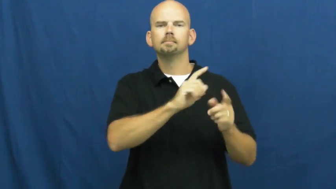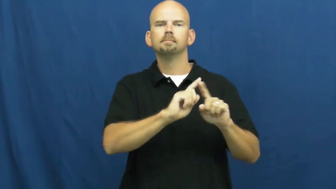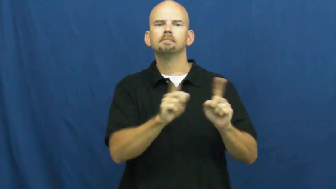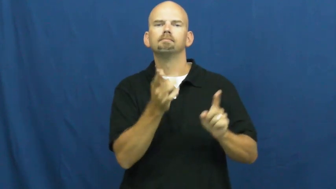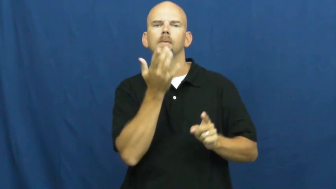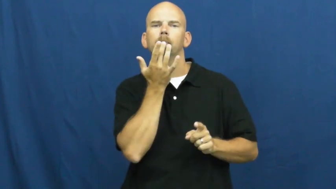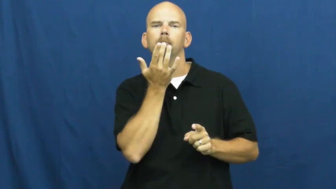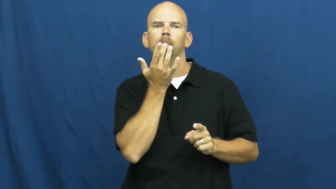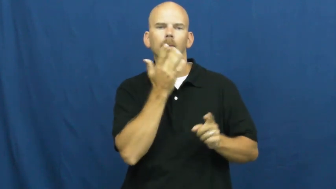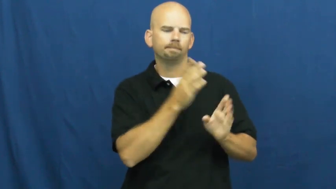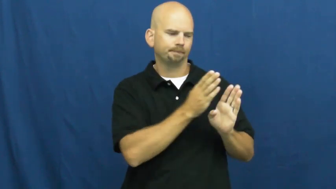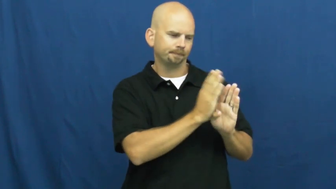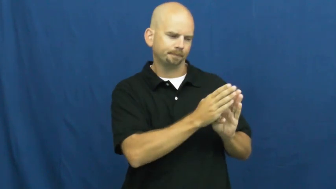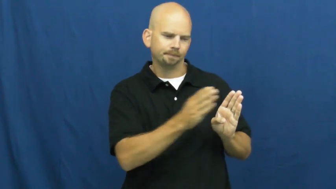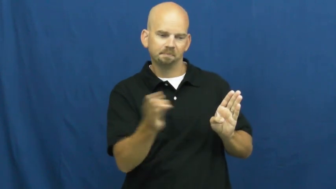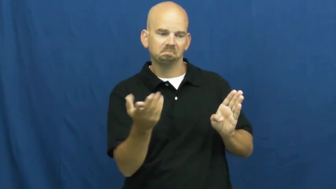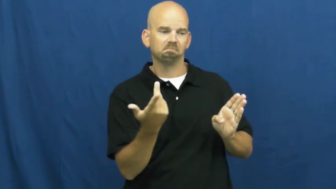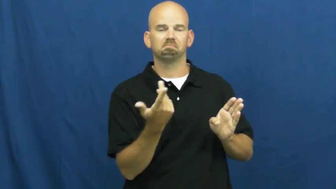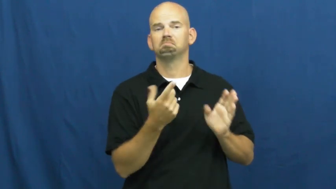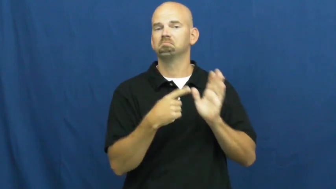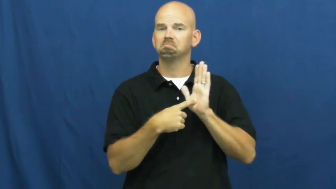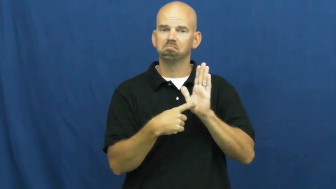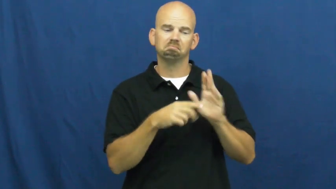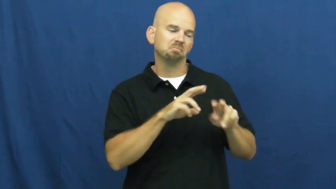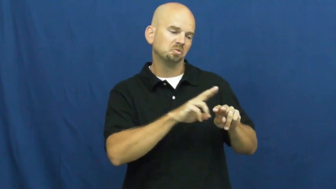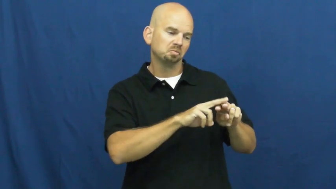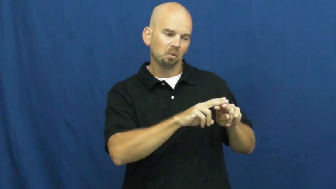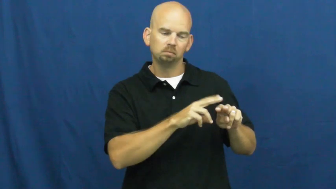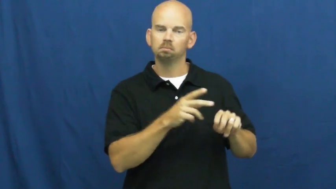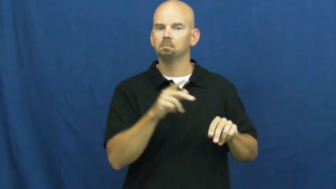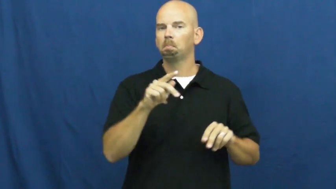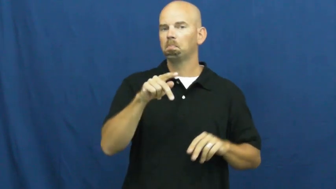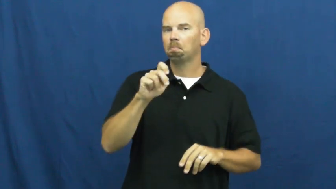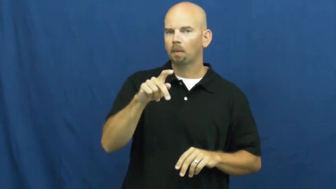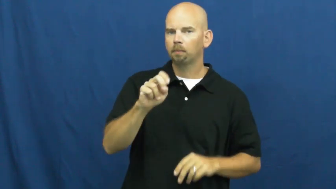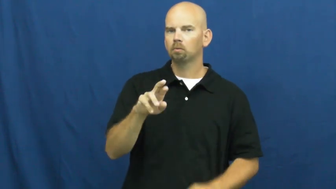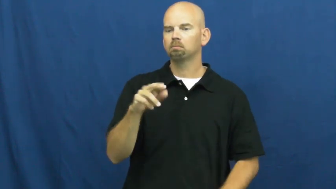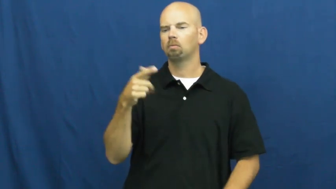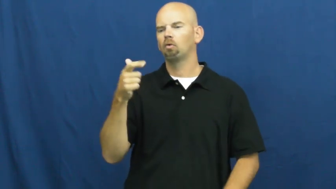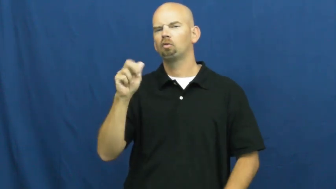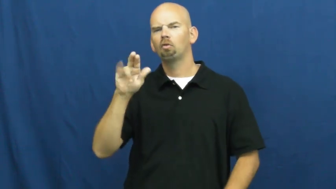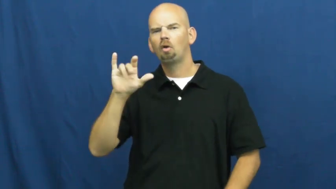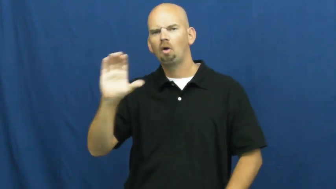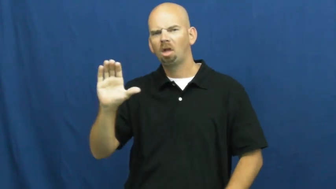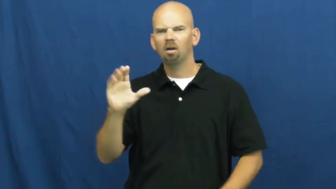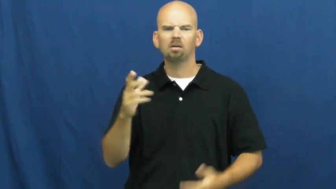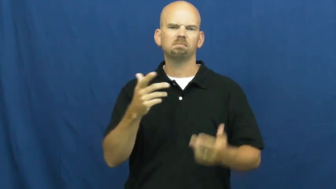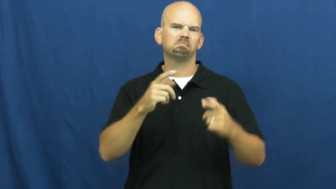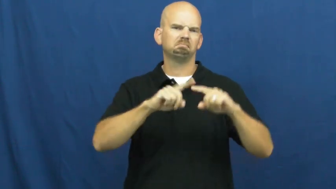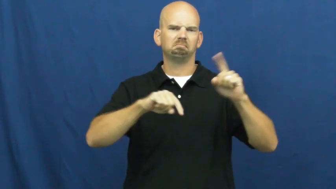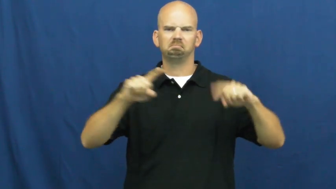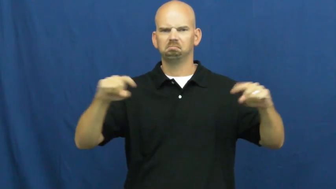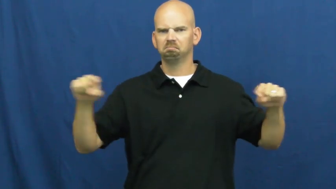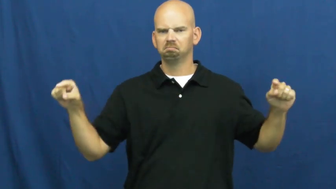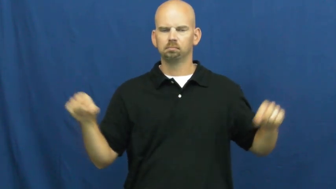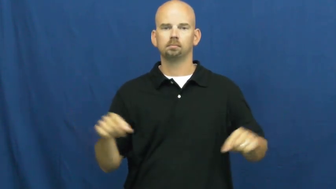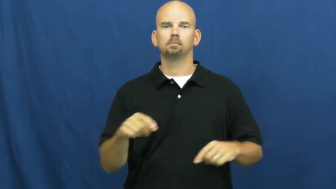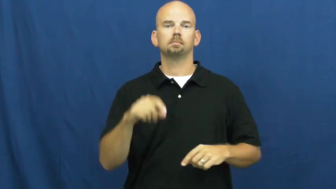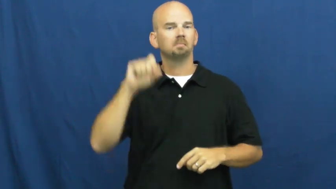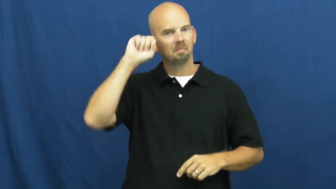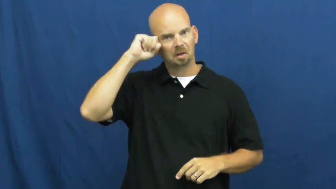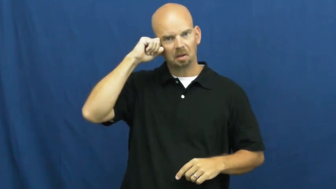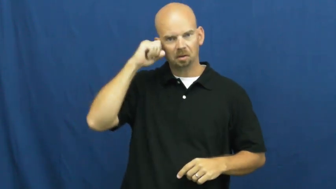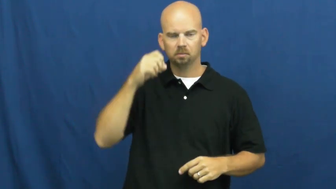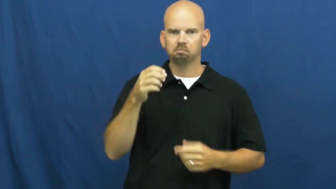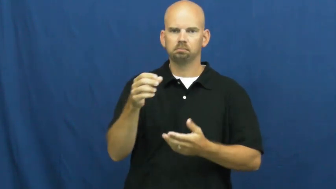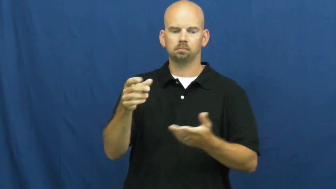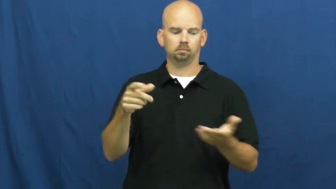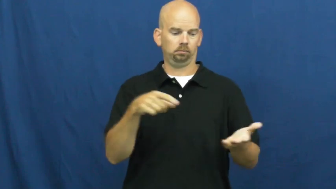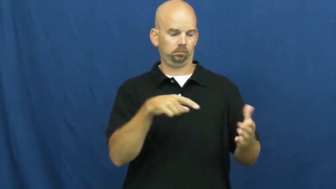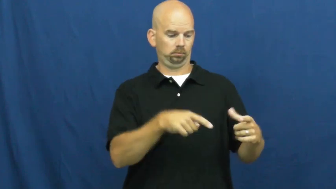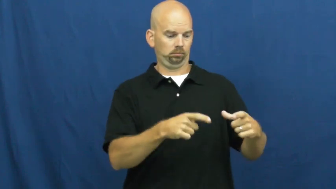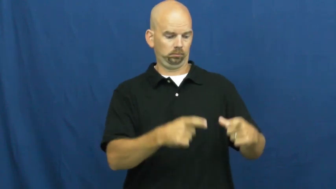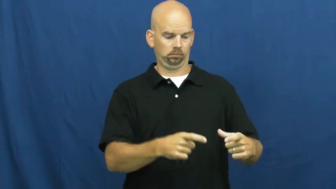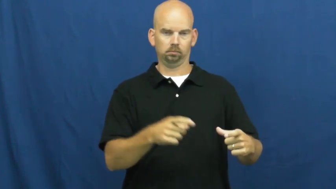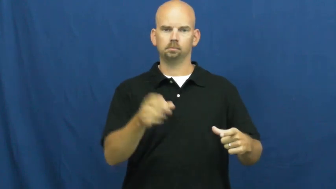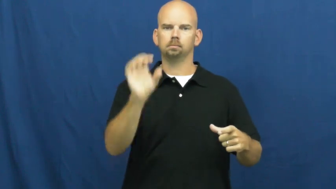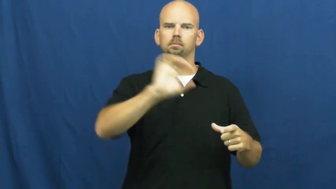spice